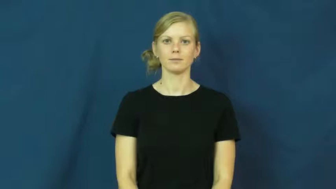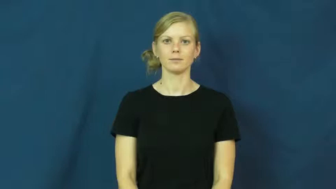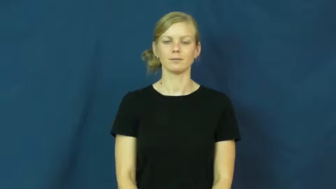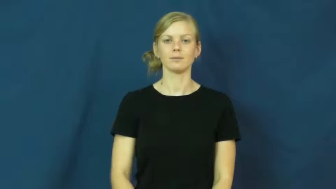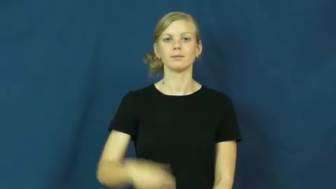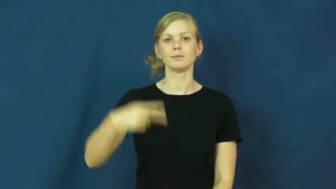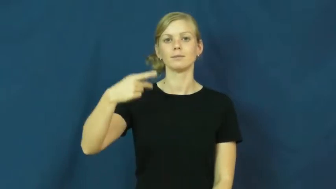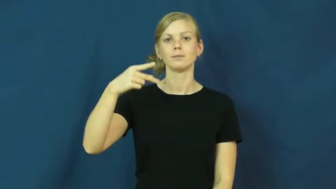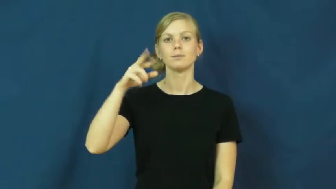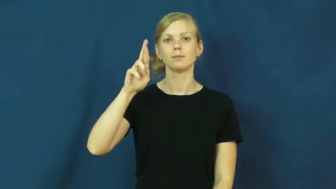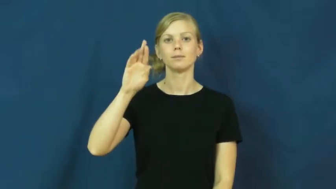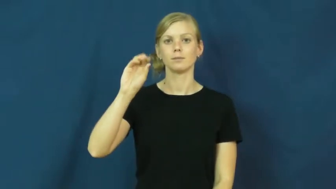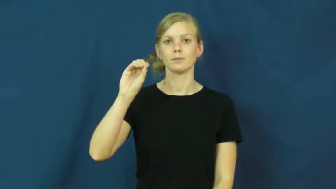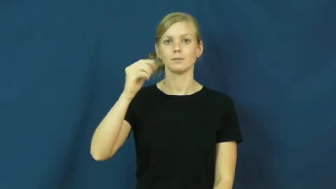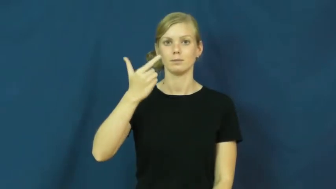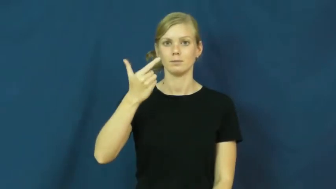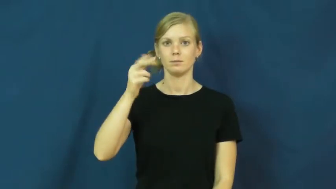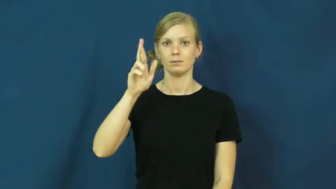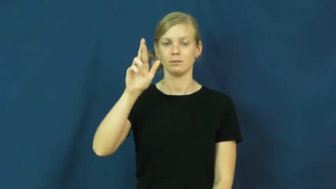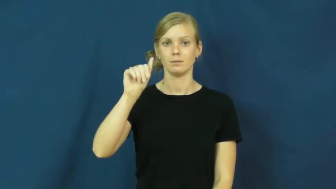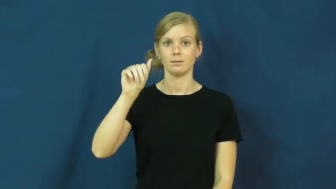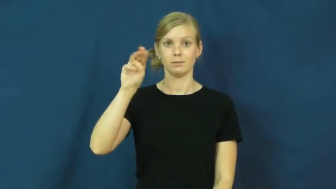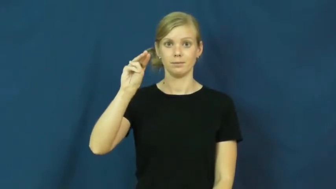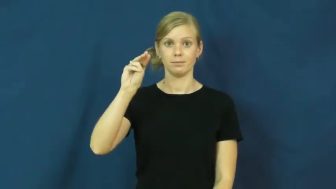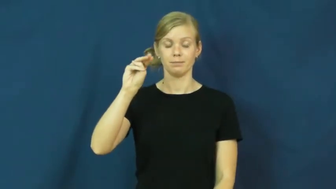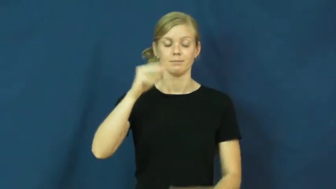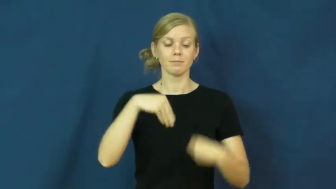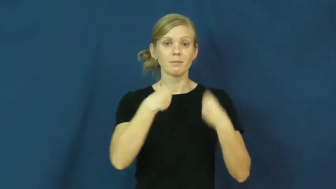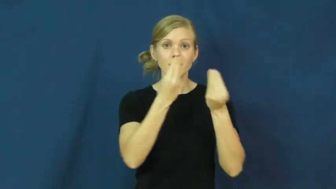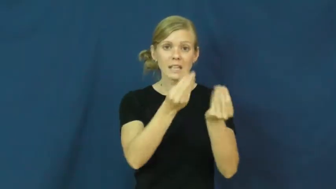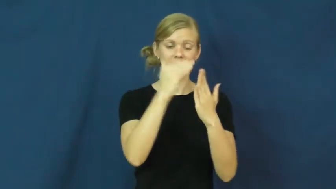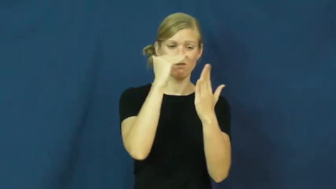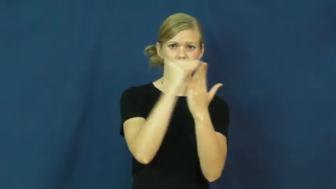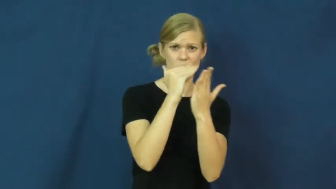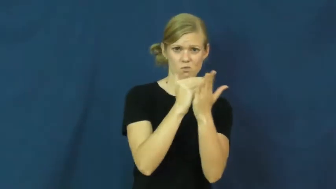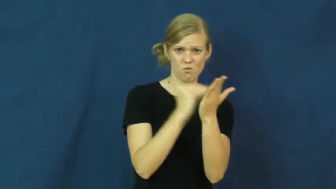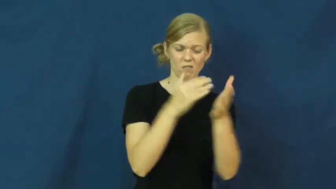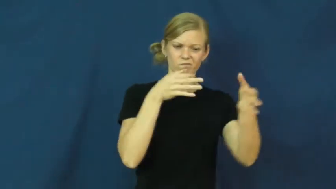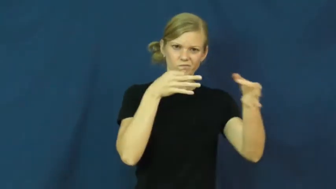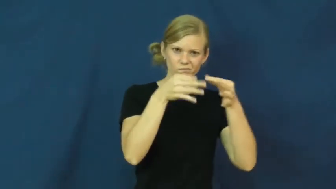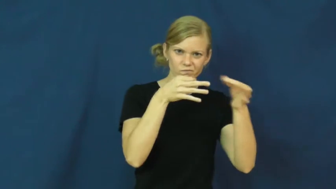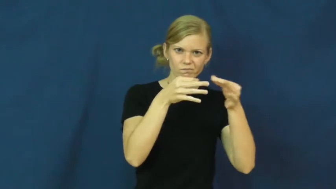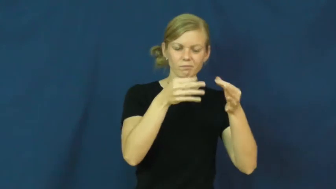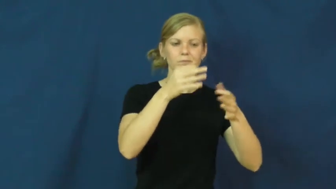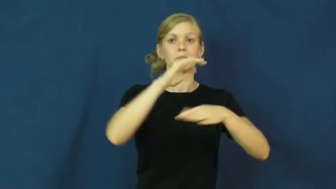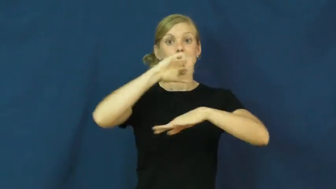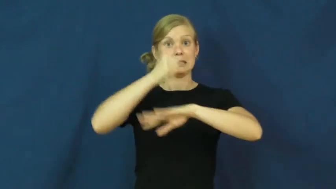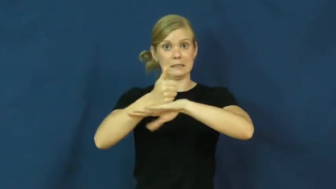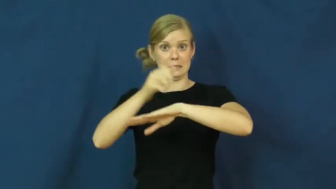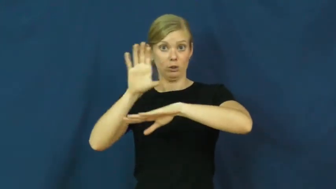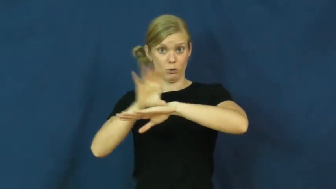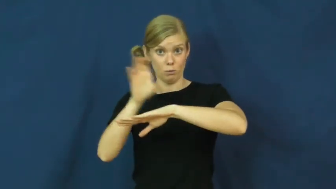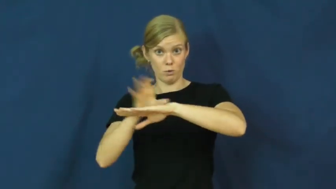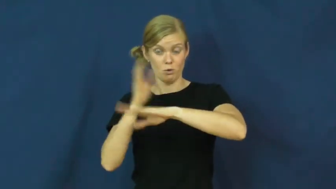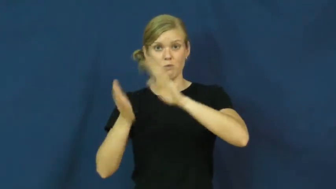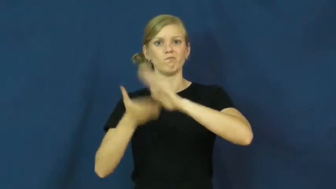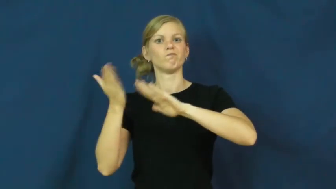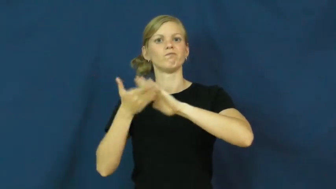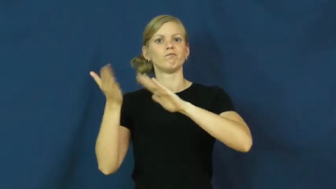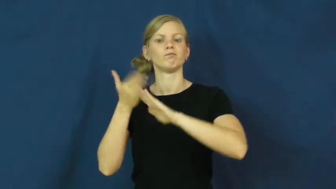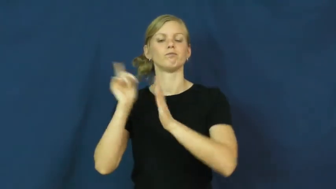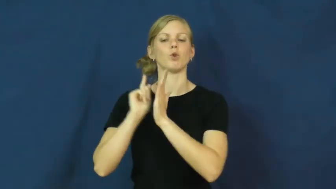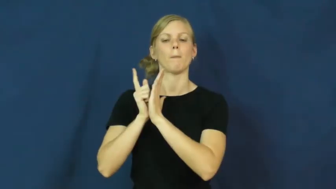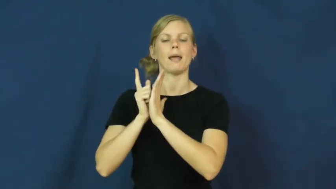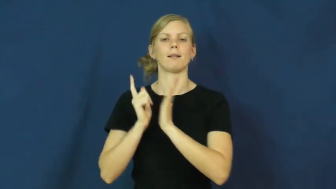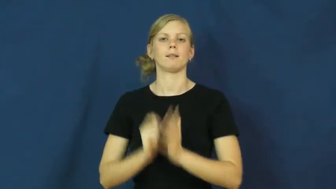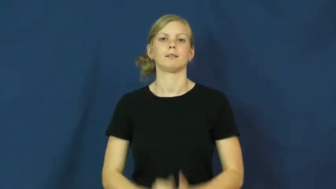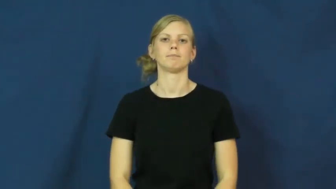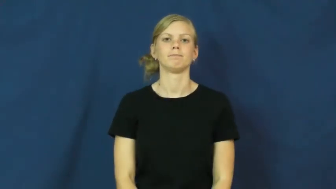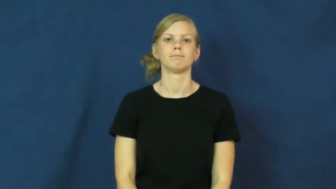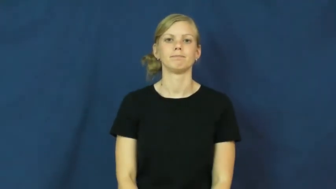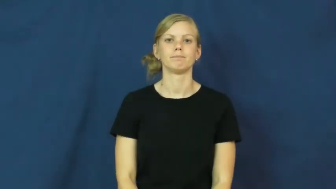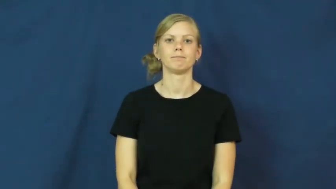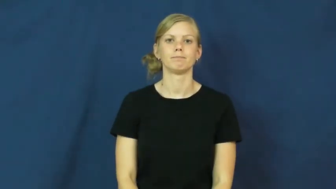program-verb